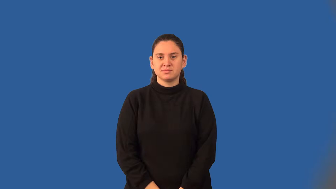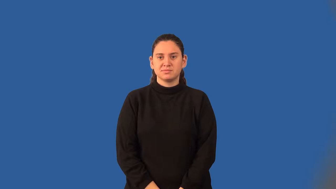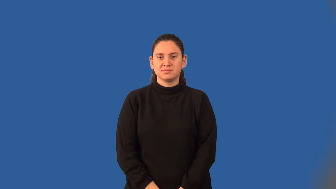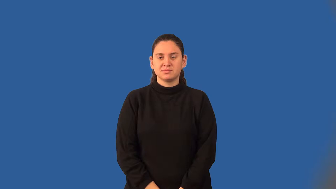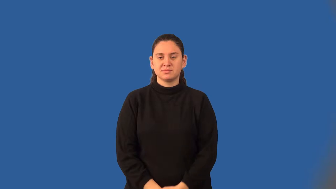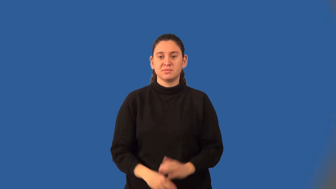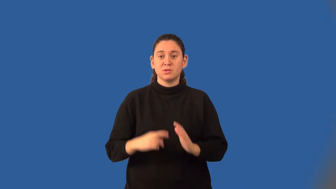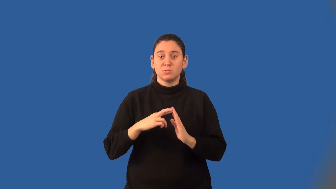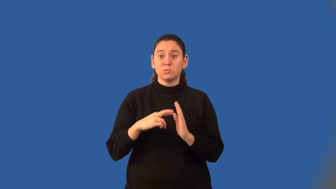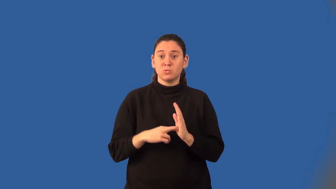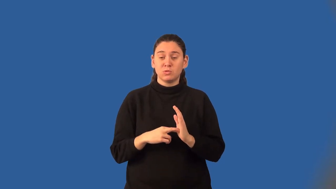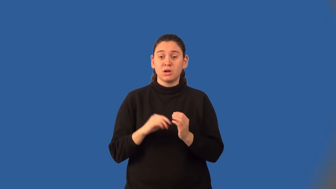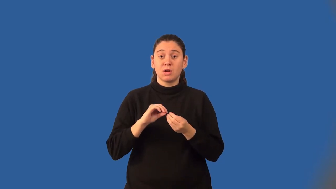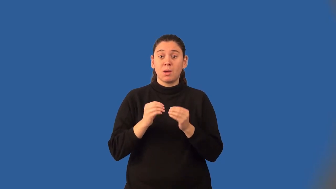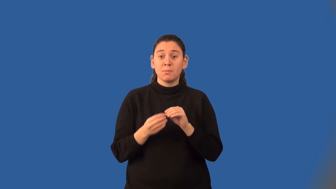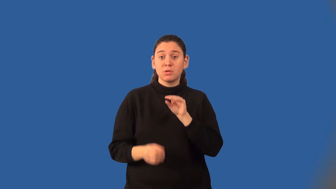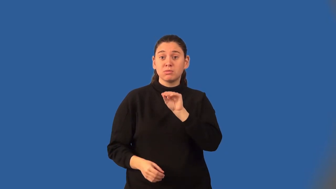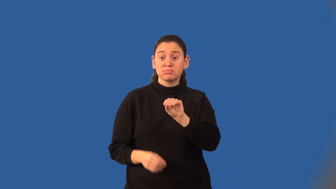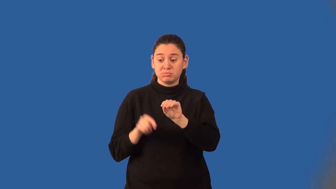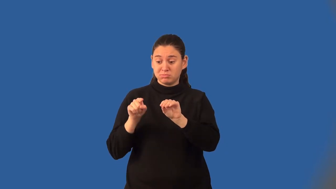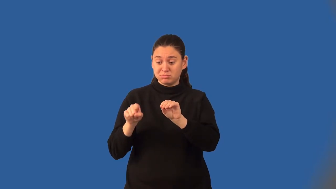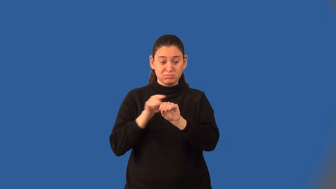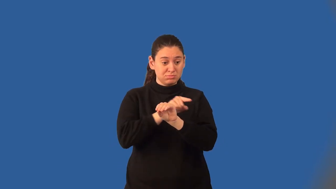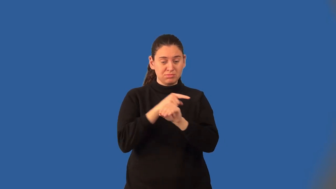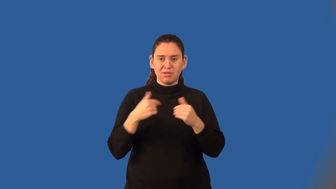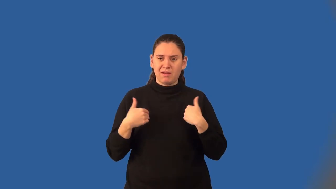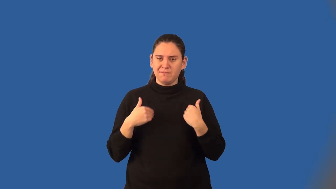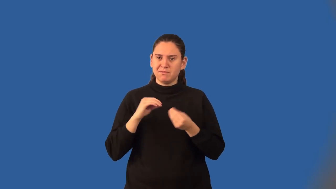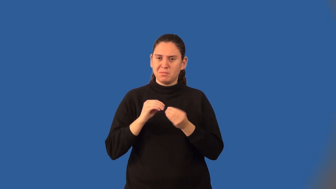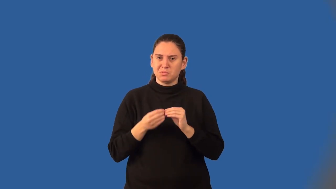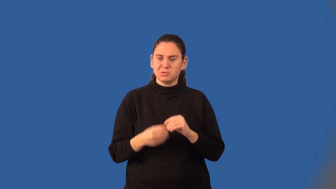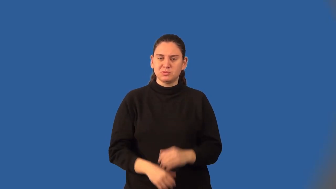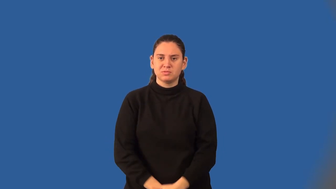density property